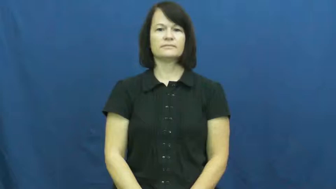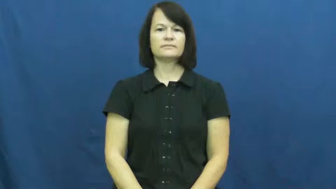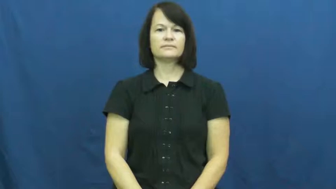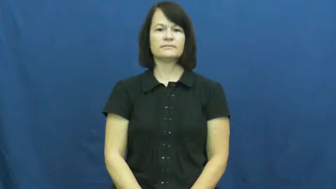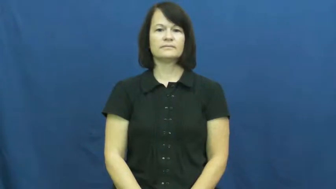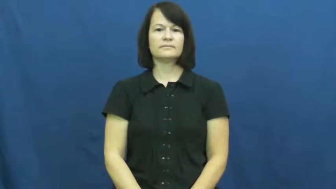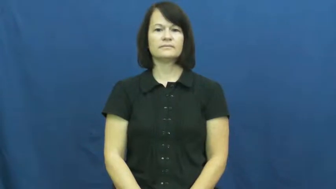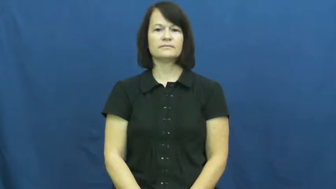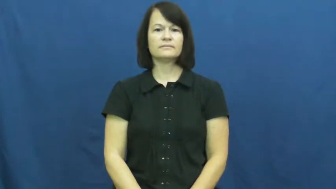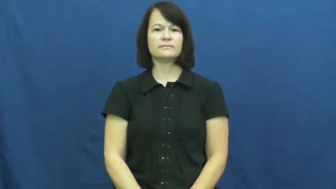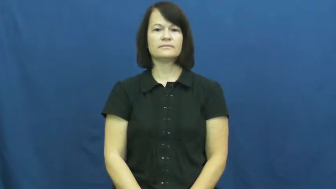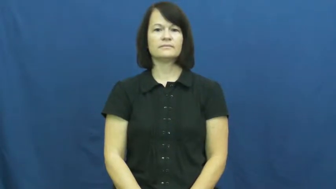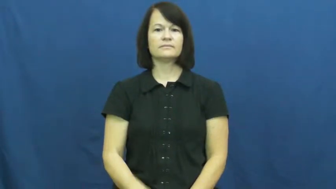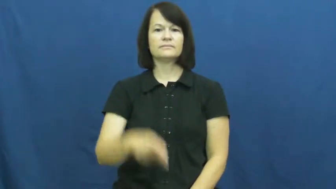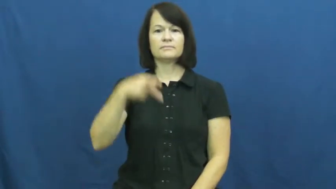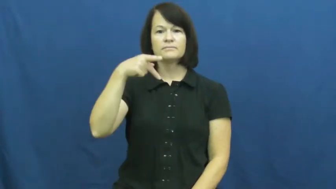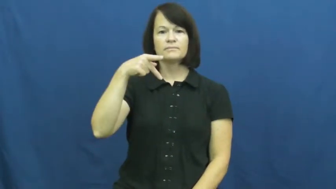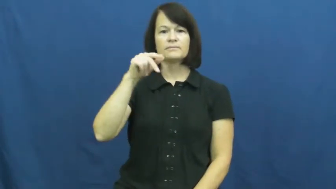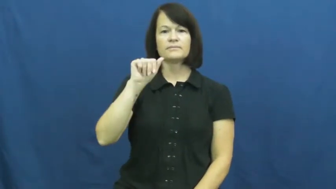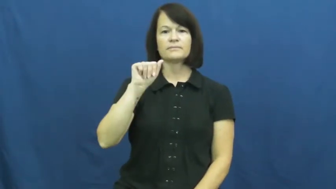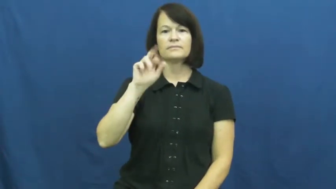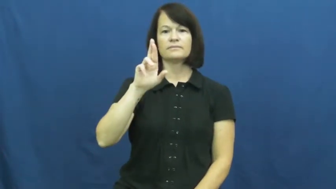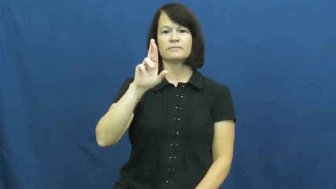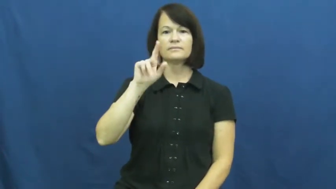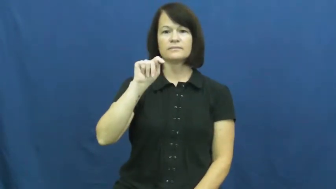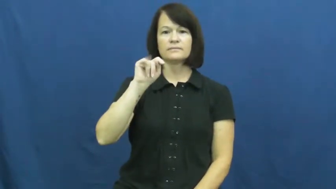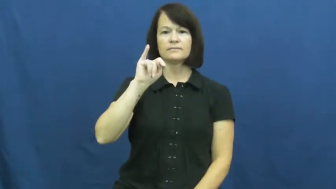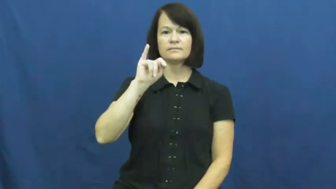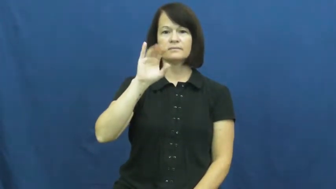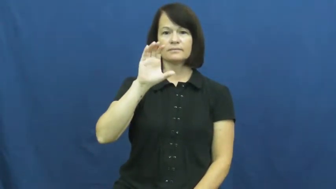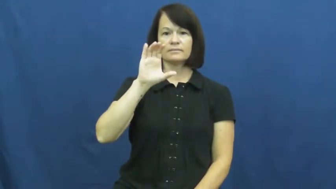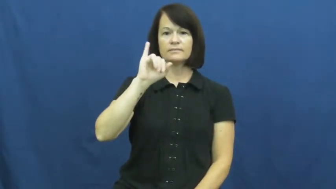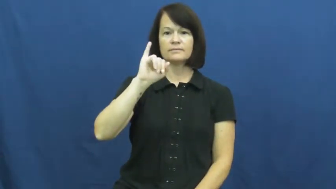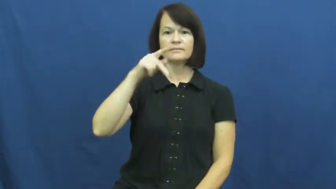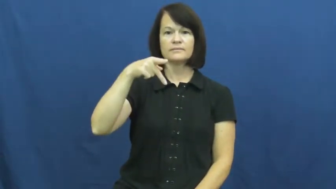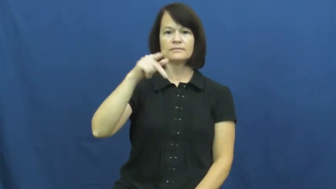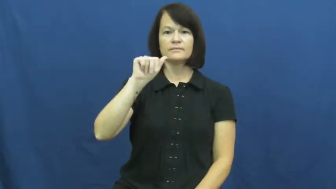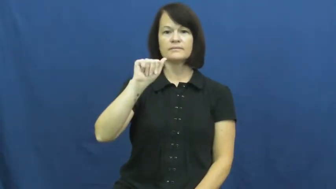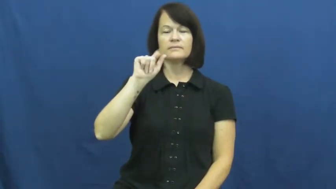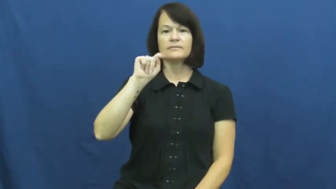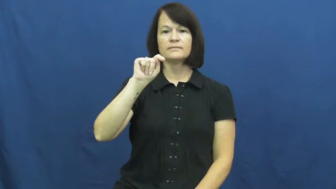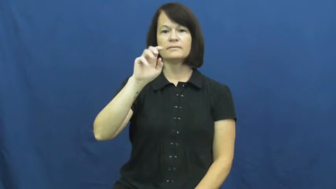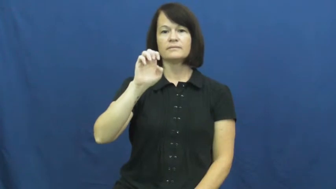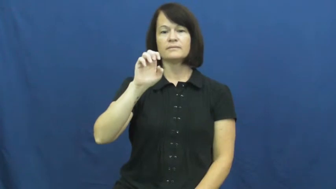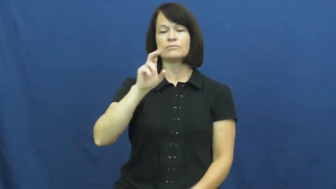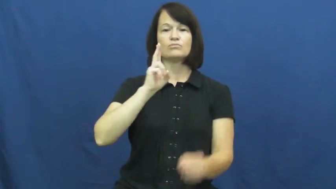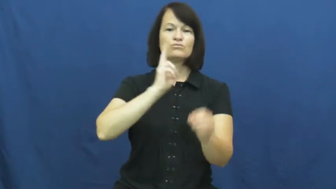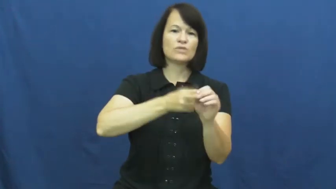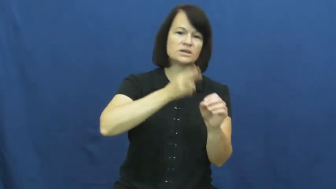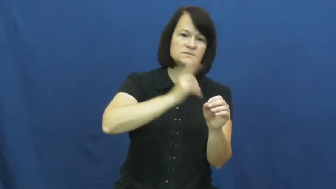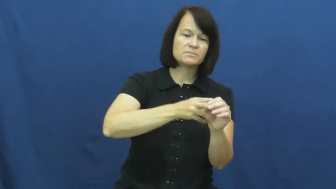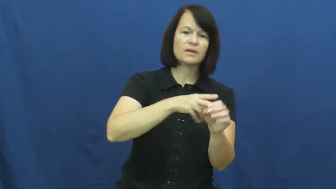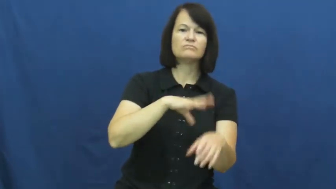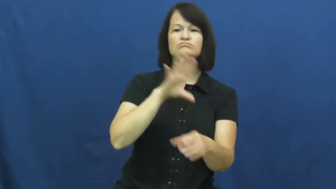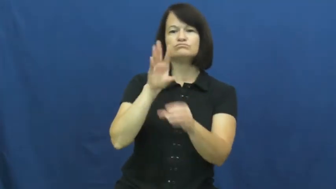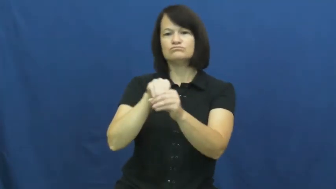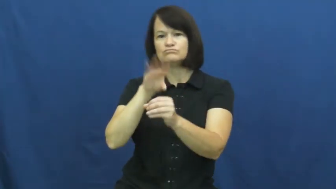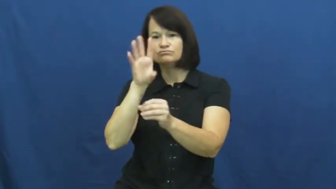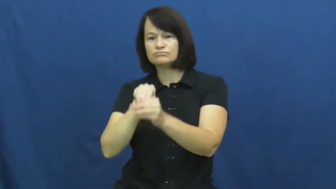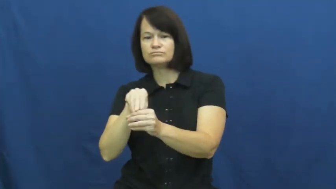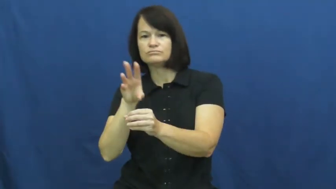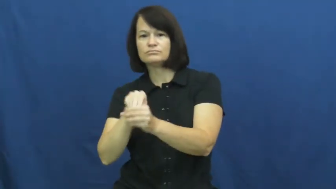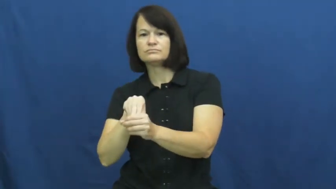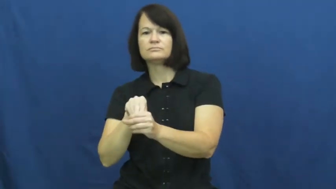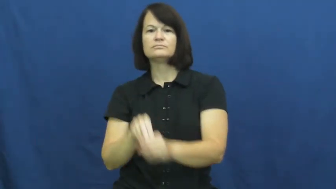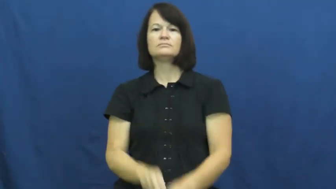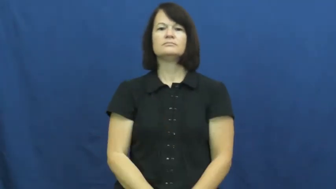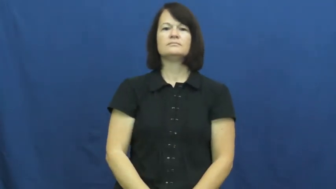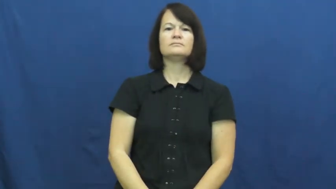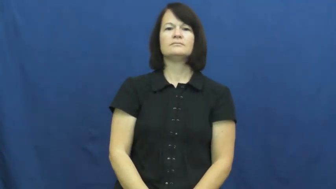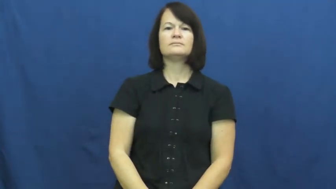participate